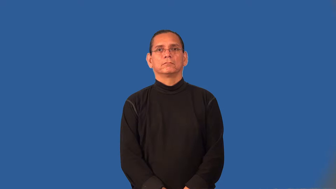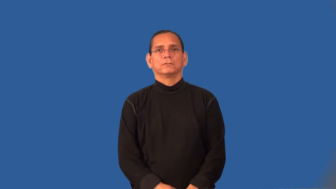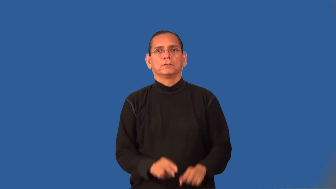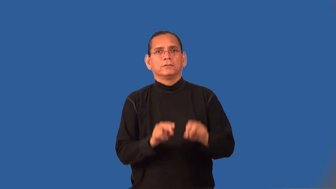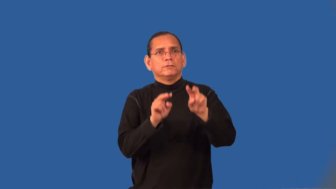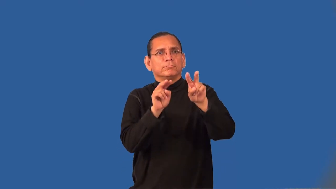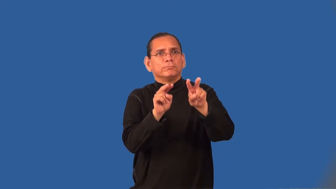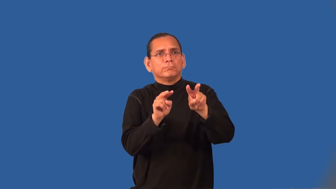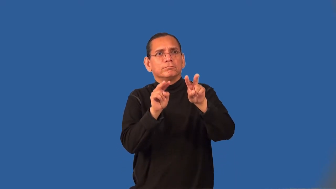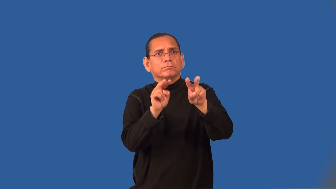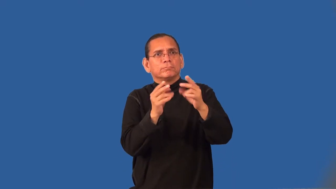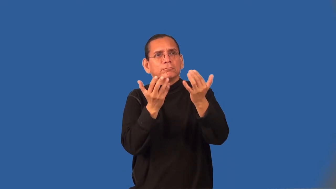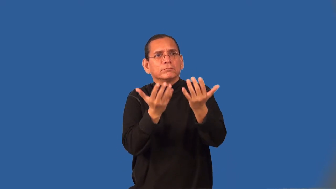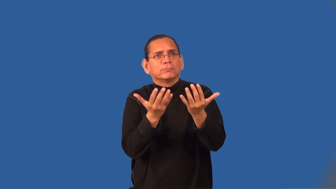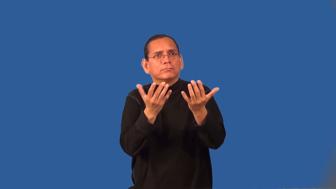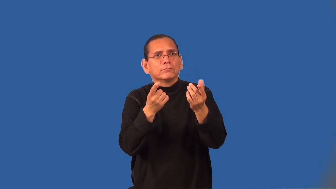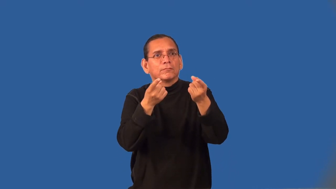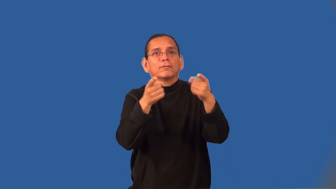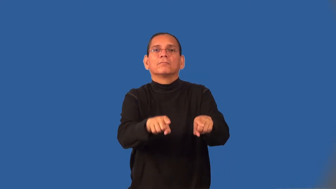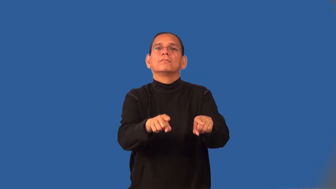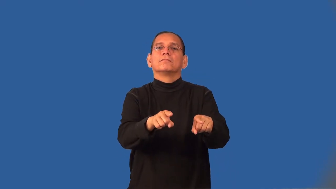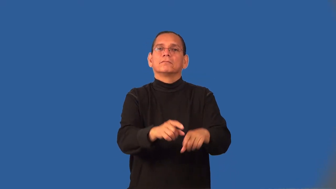suspenseful